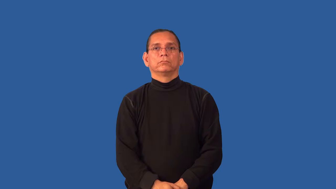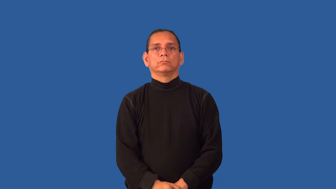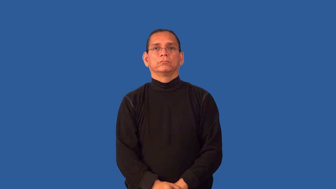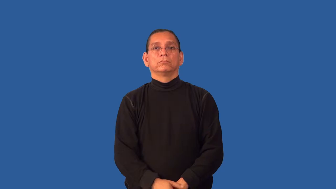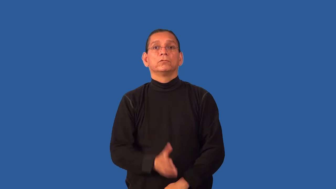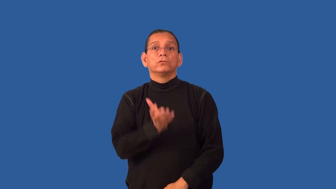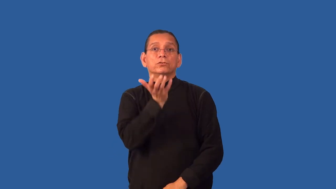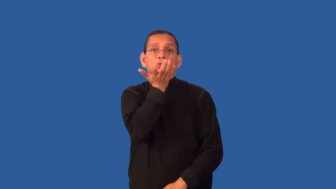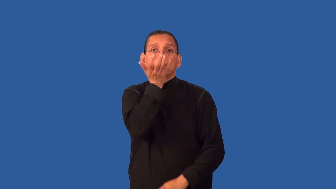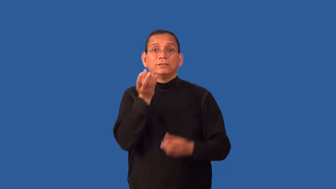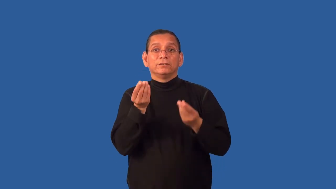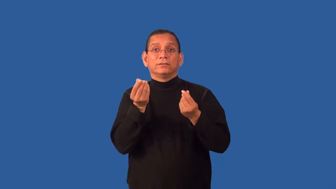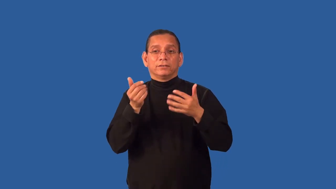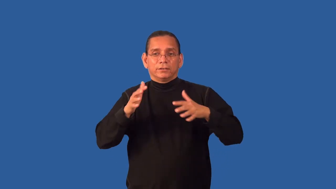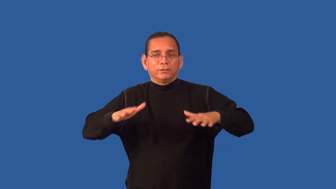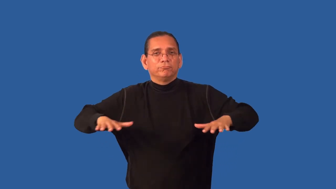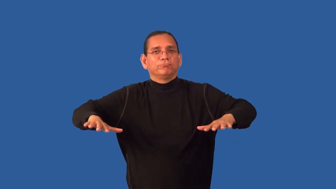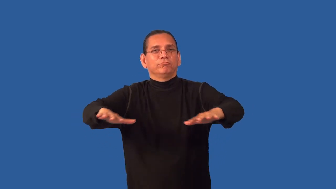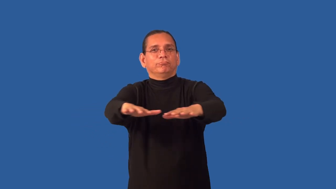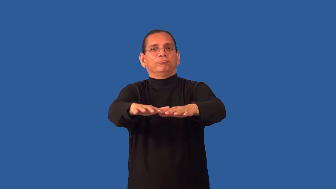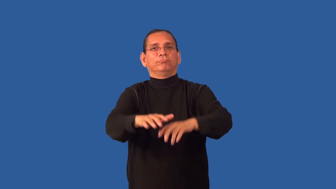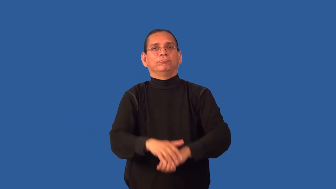grassland